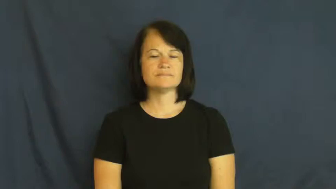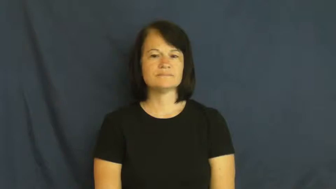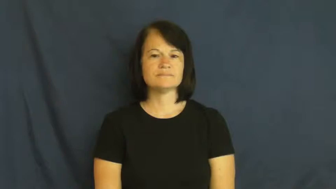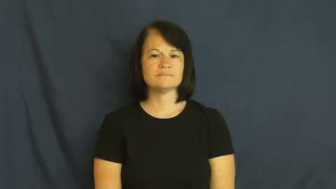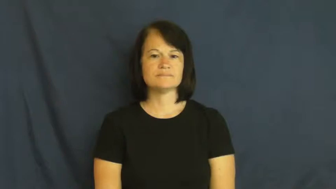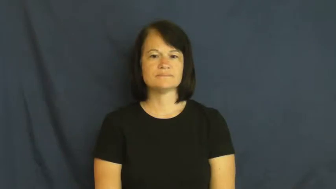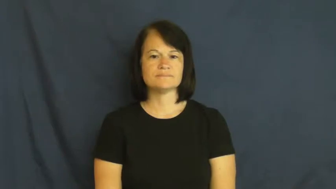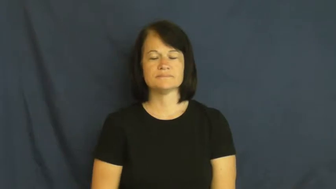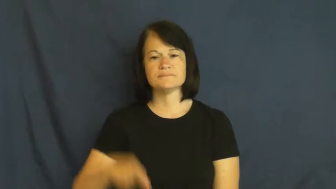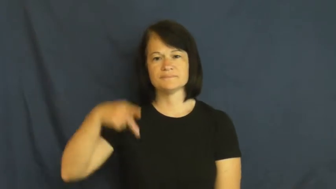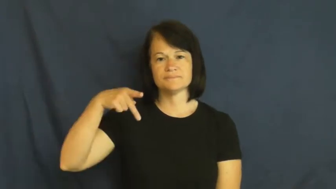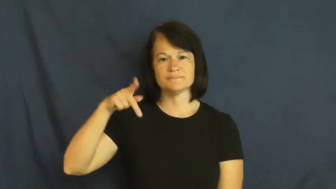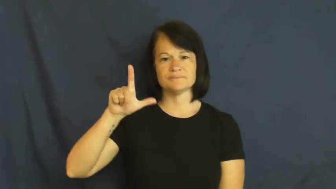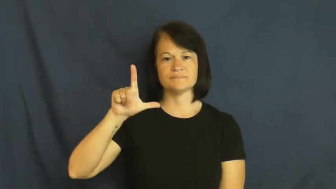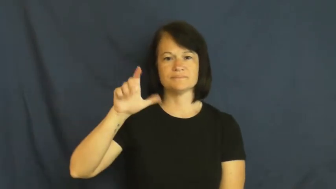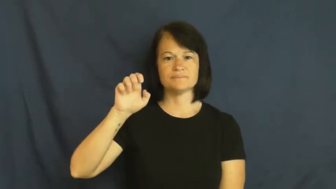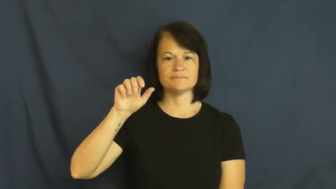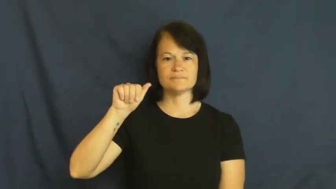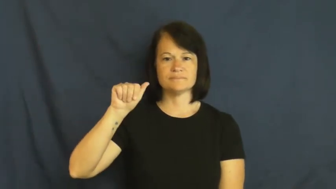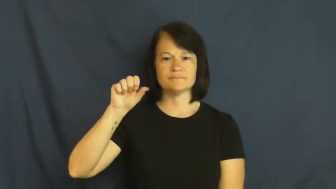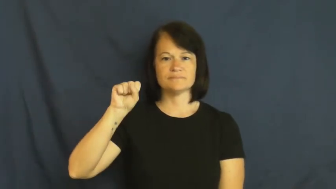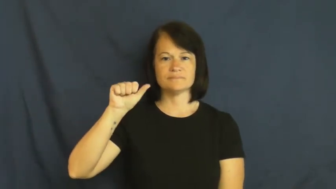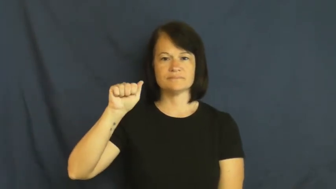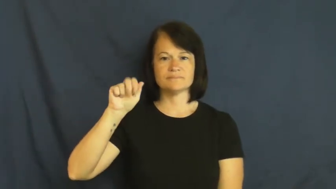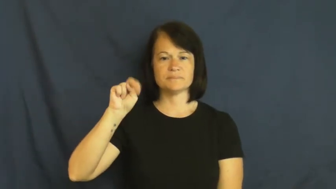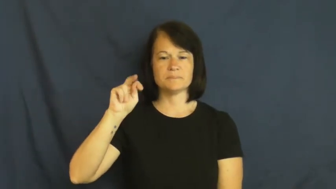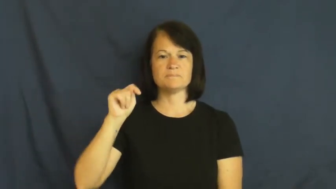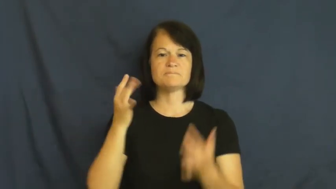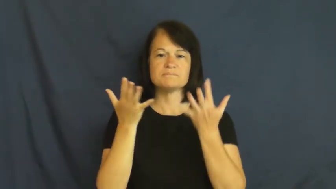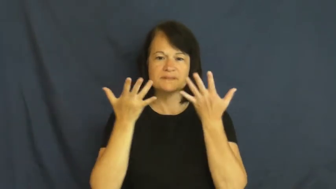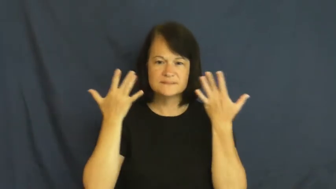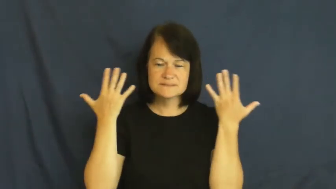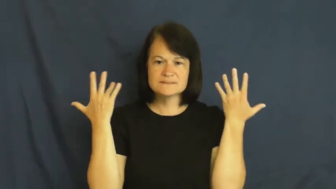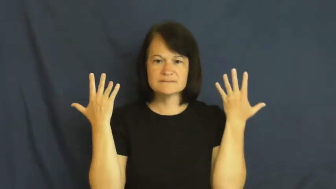pleasant